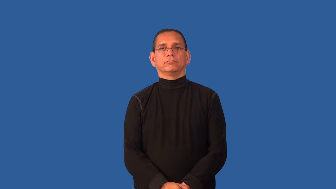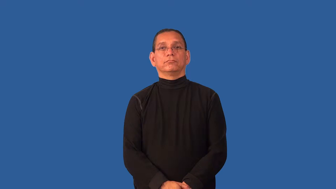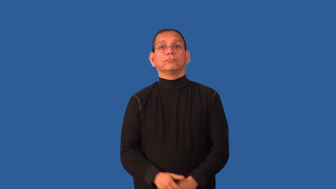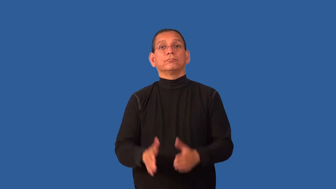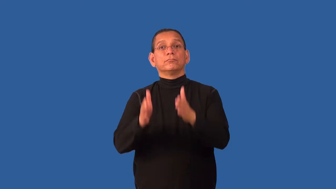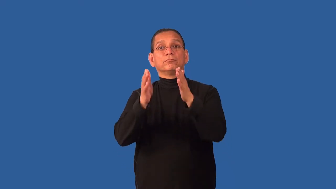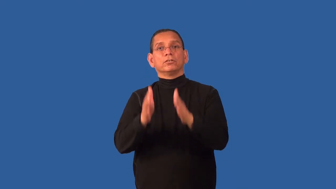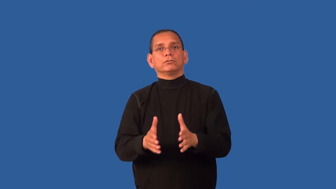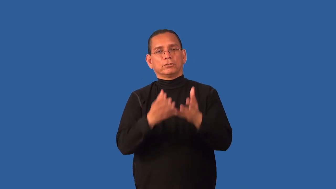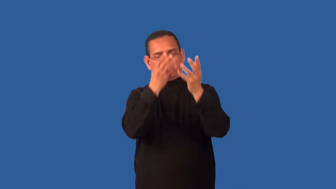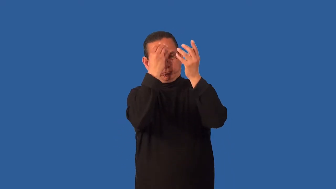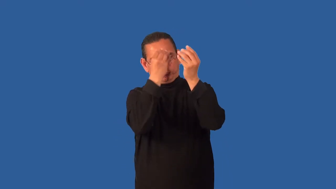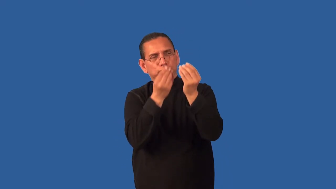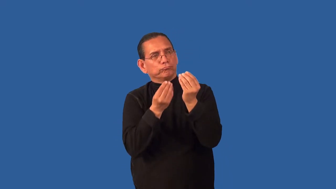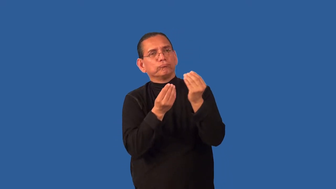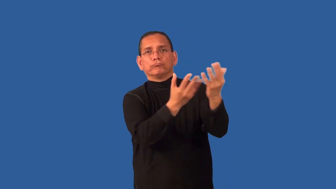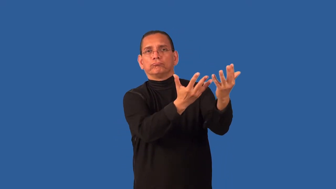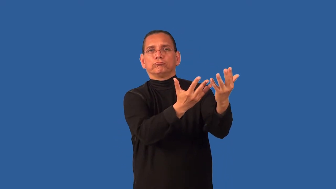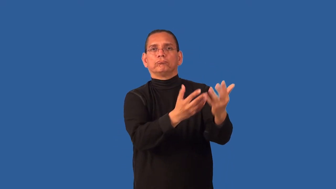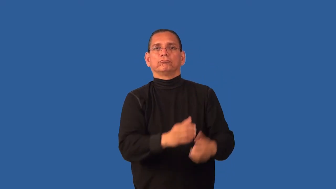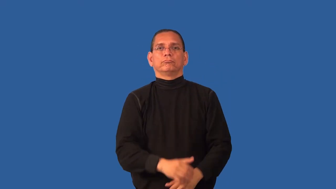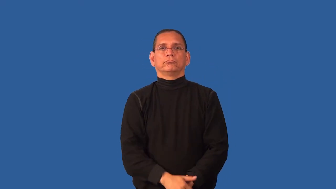conveyor